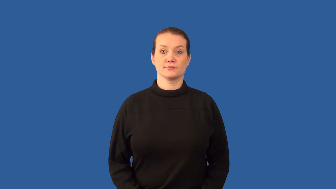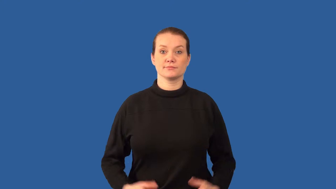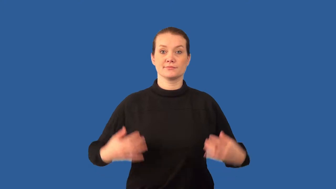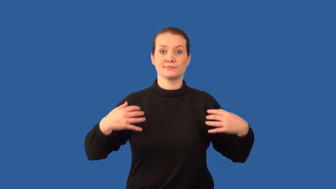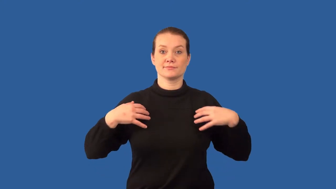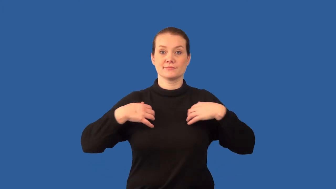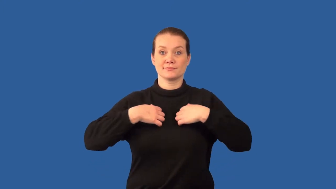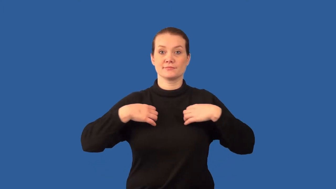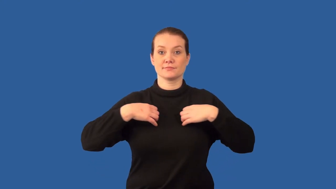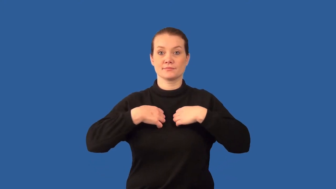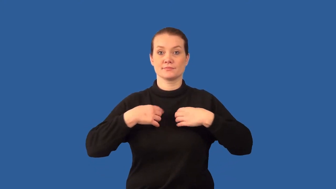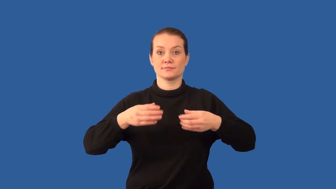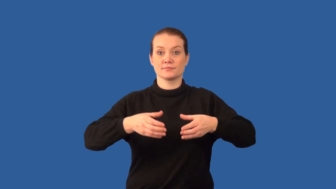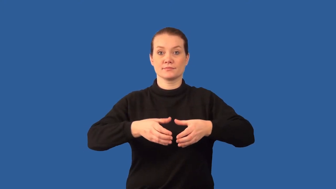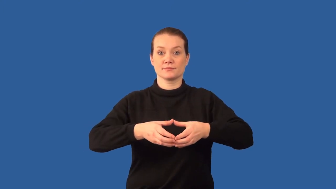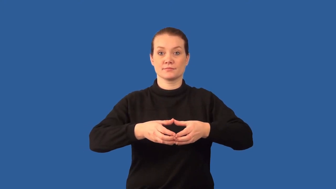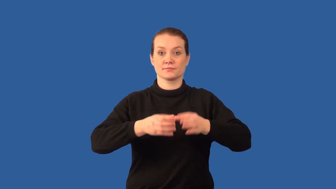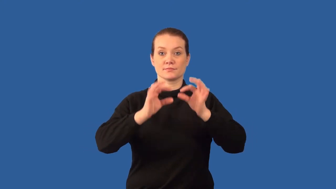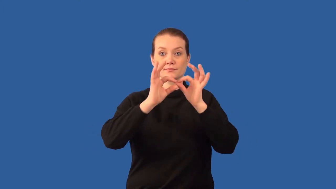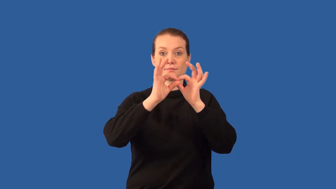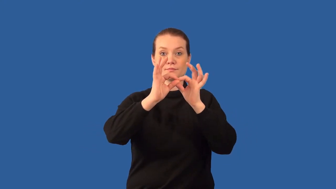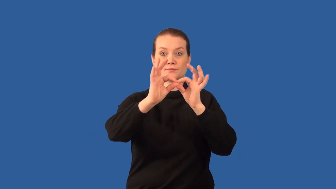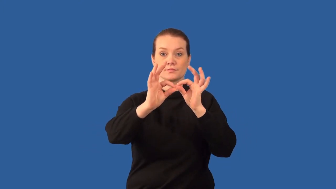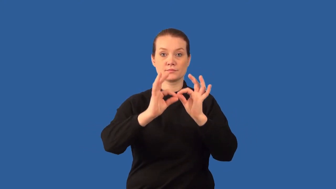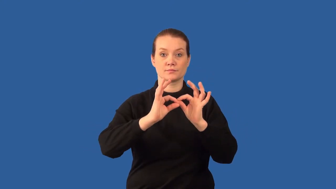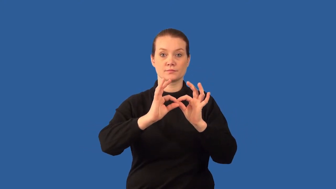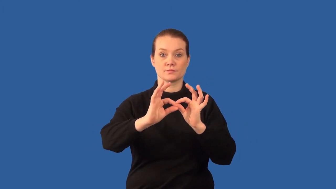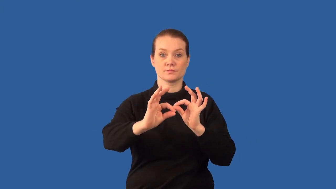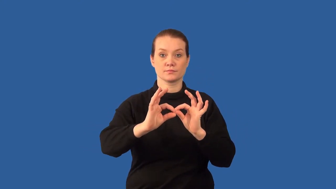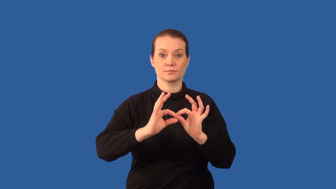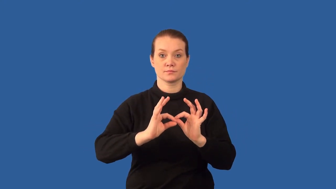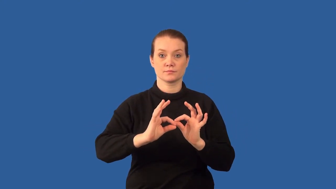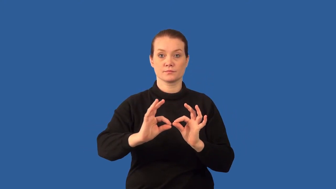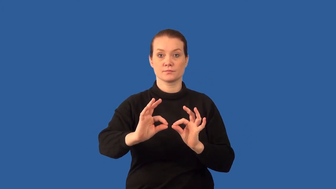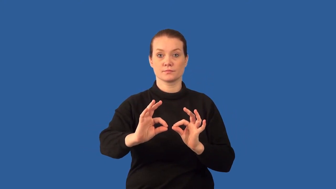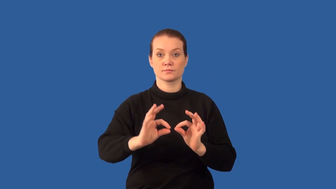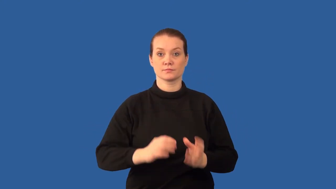centrioles